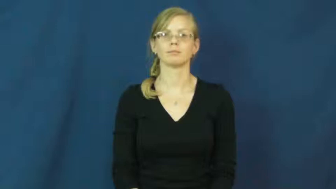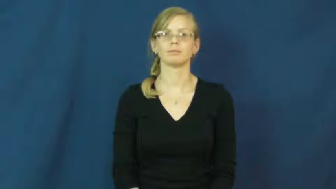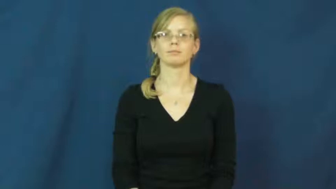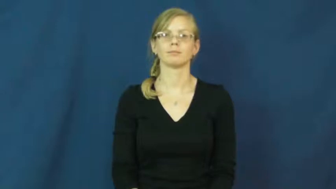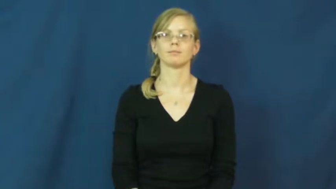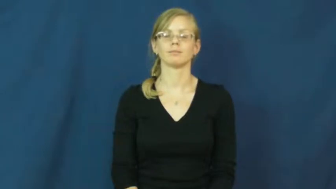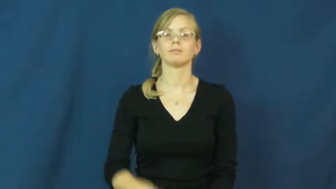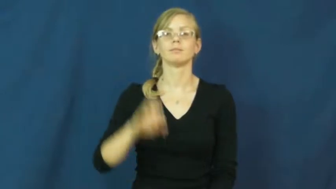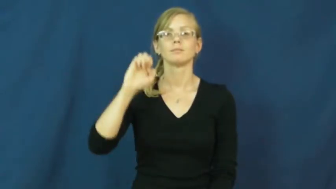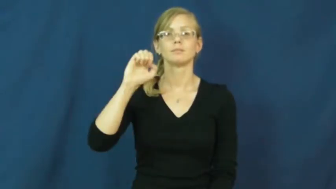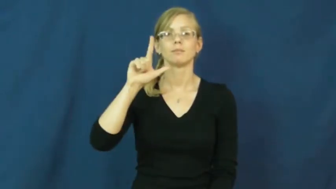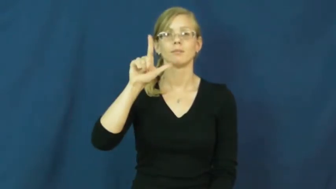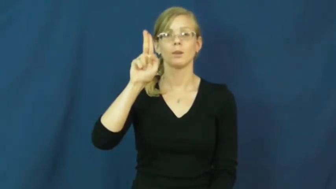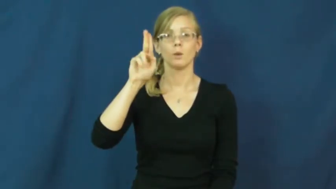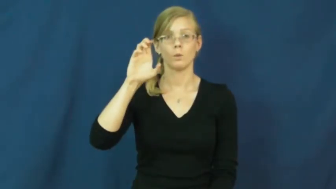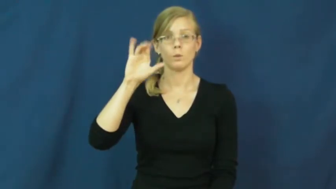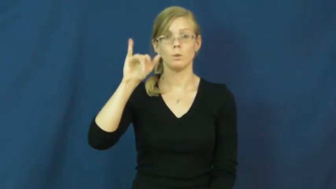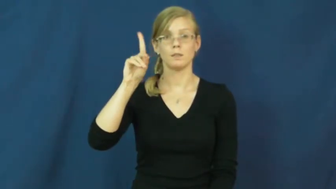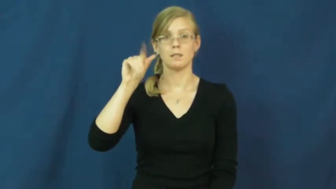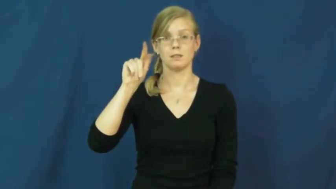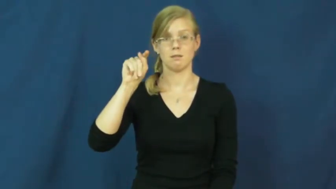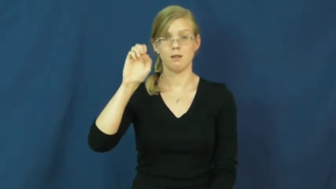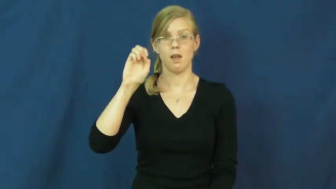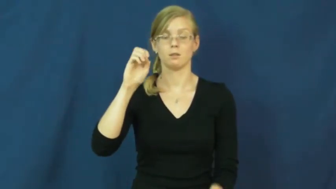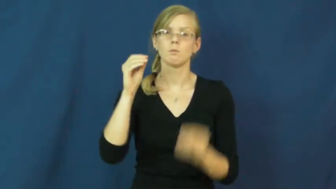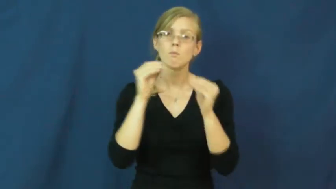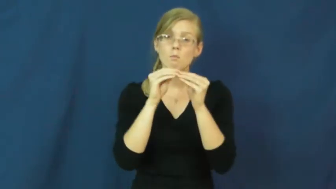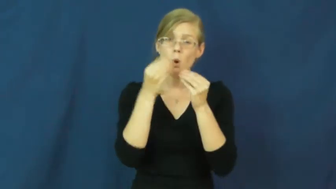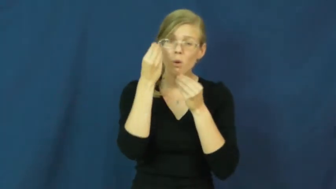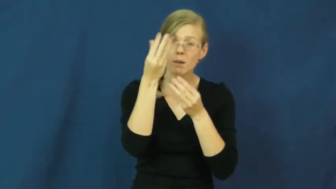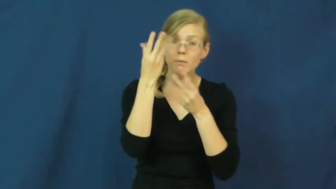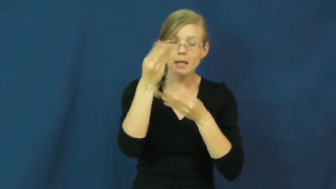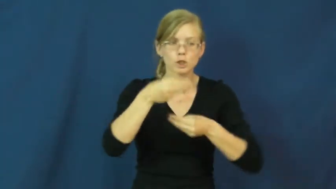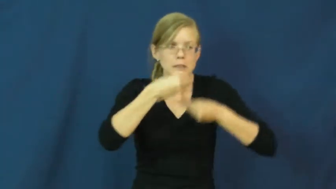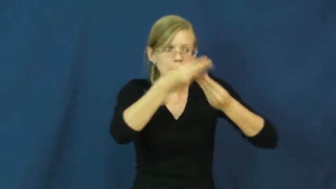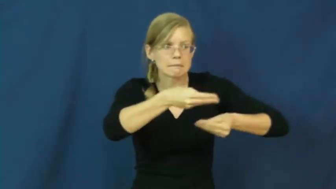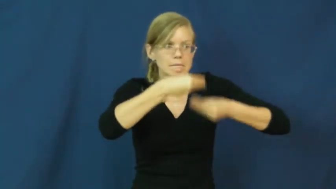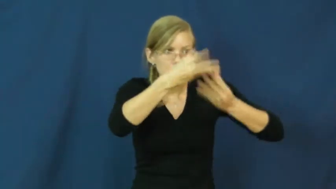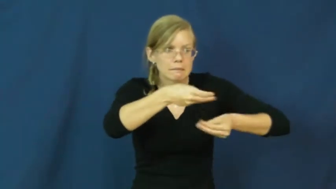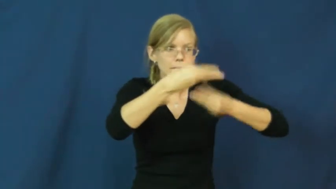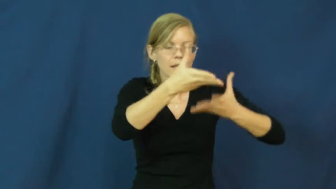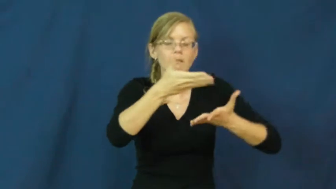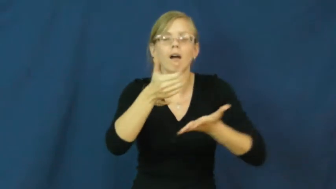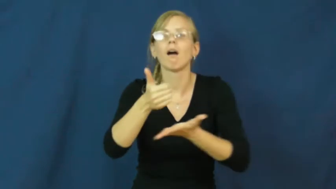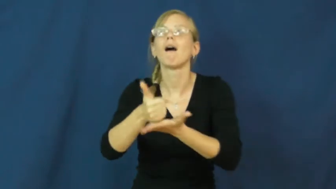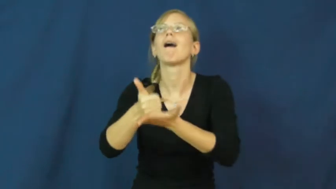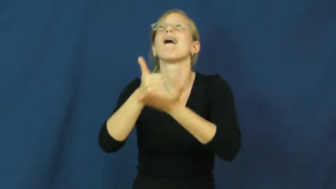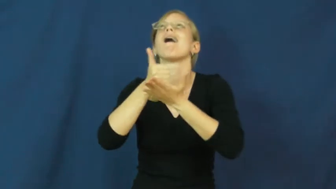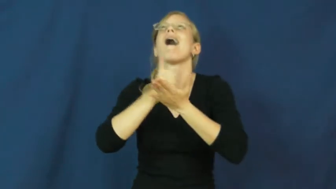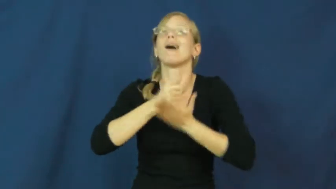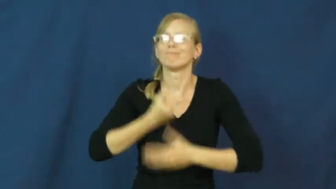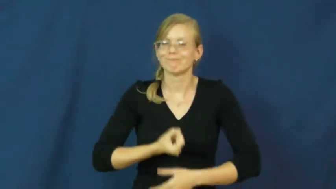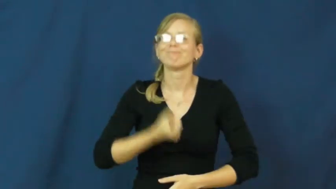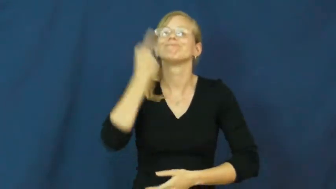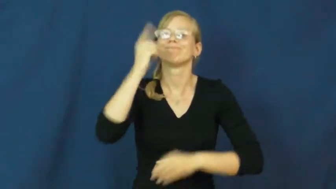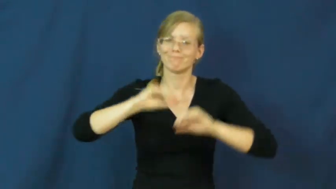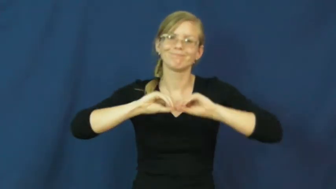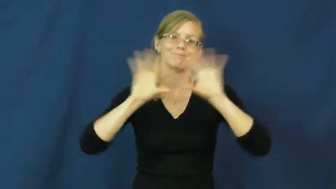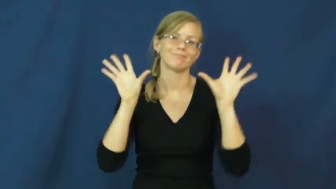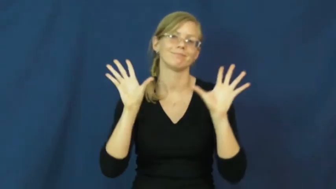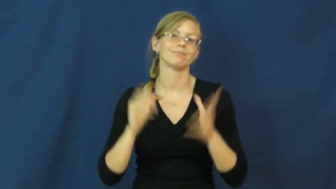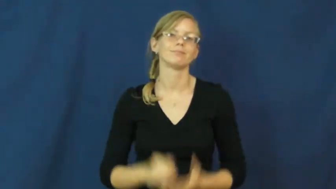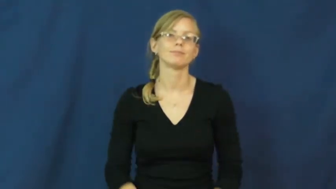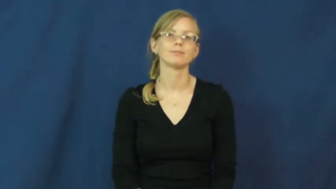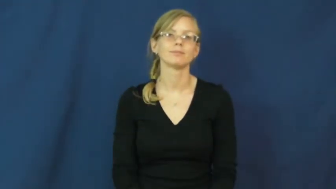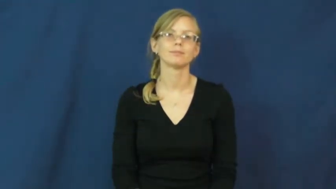elucidate